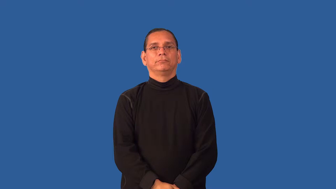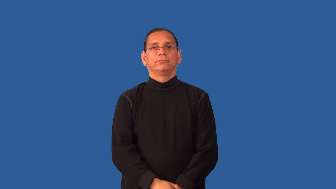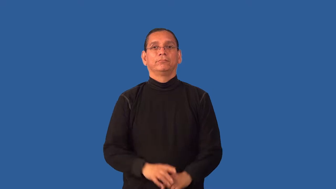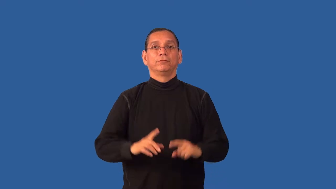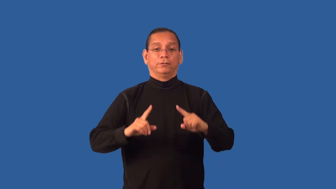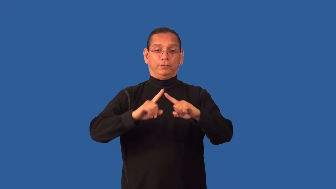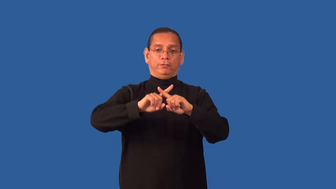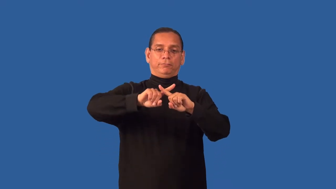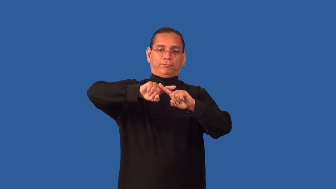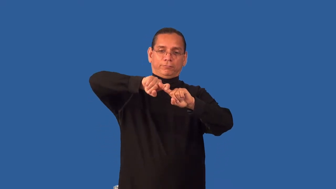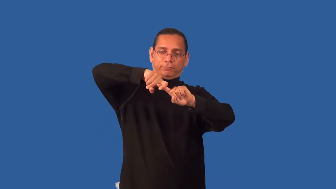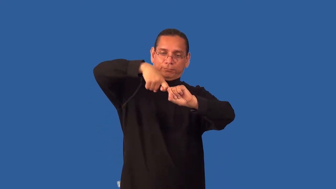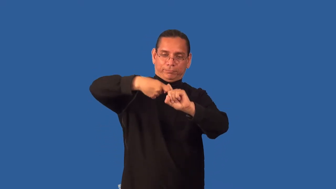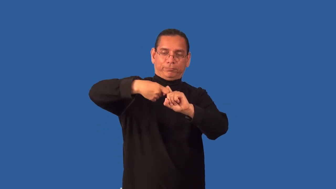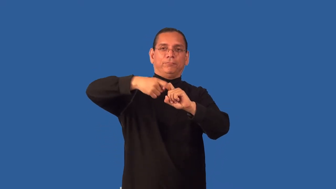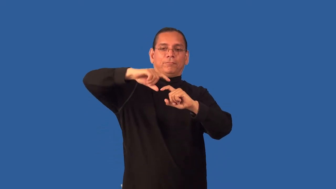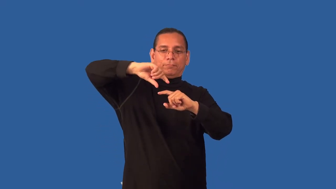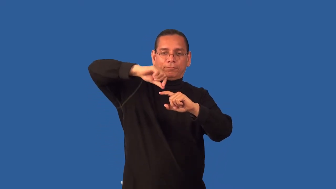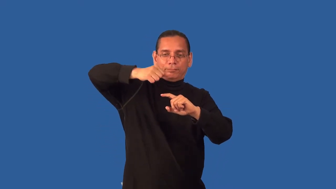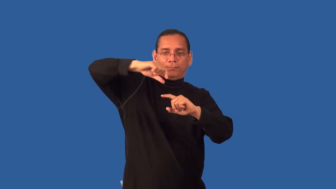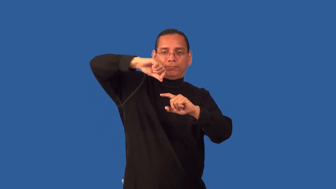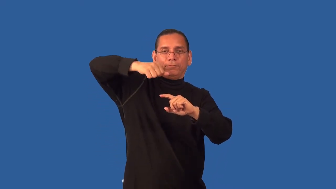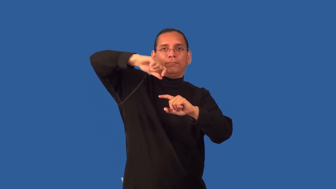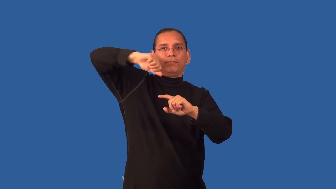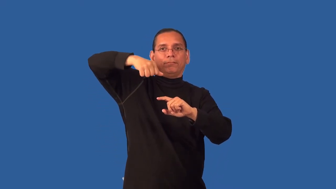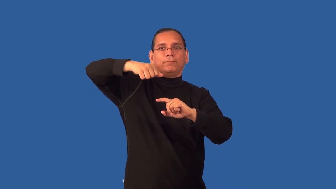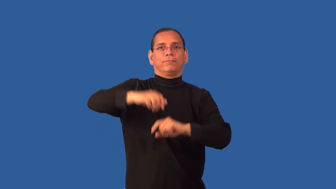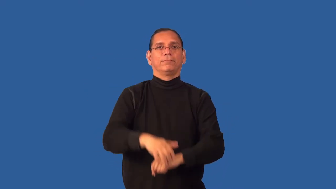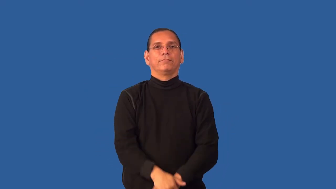intertwine